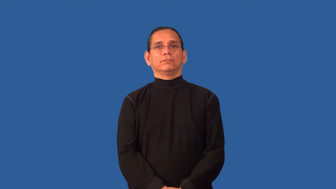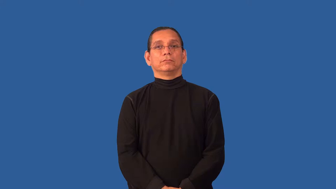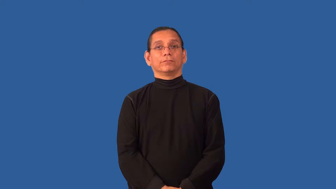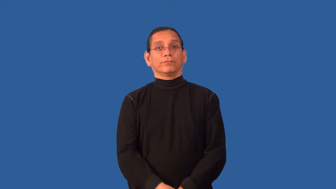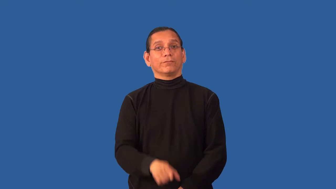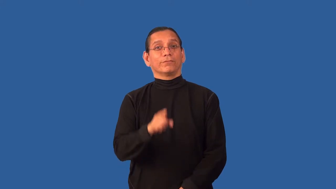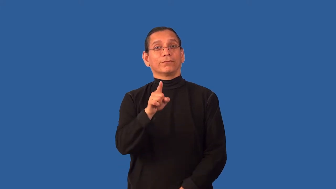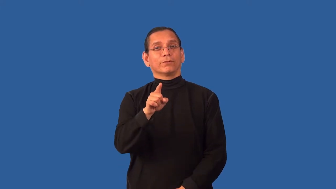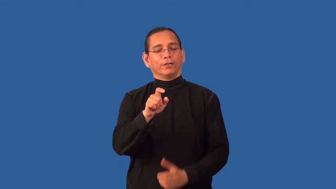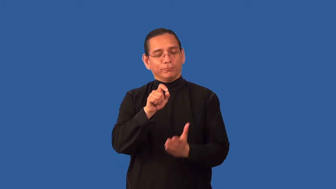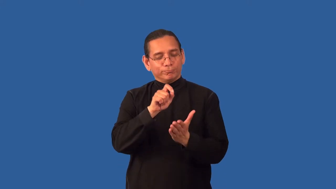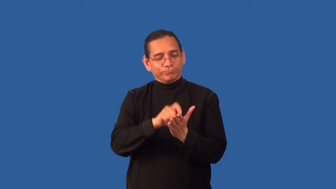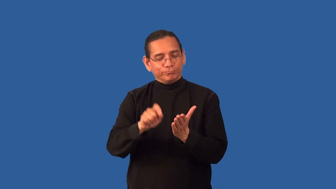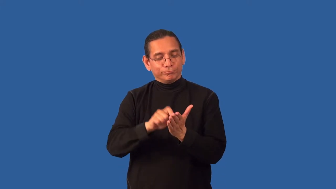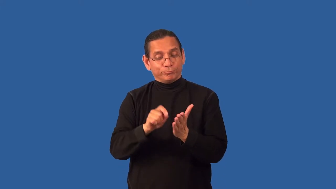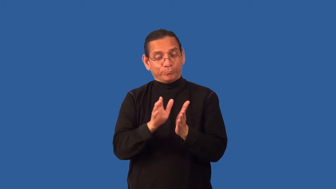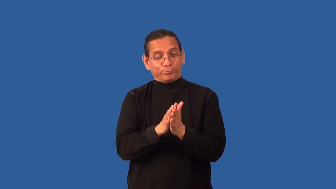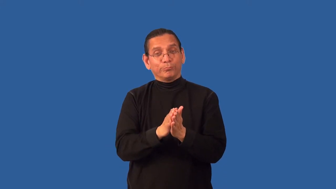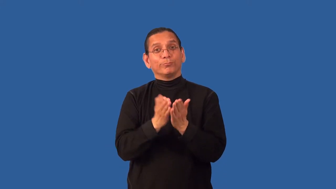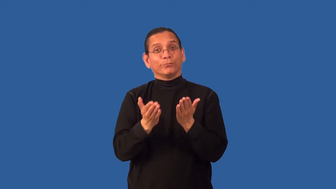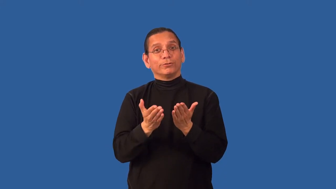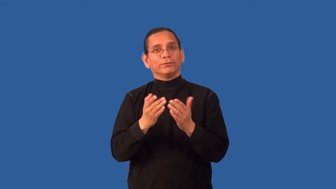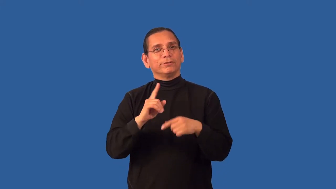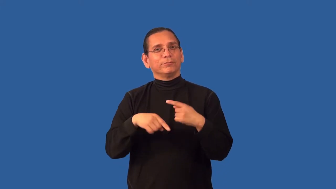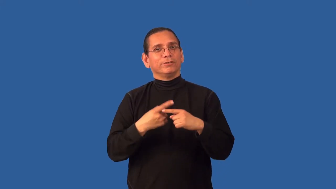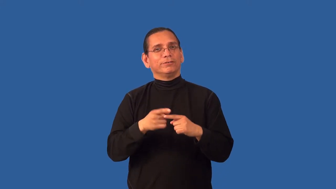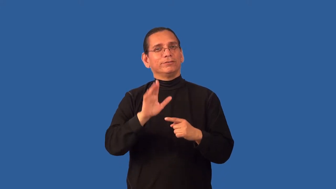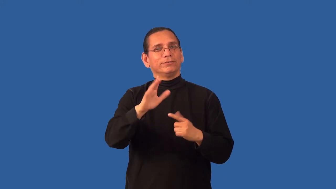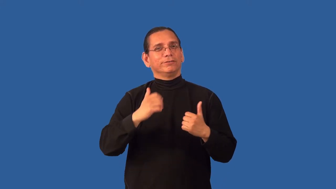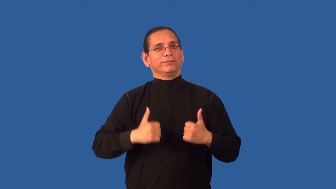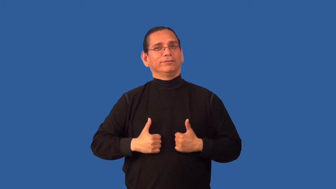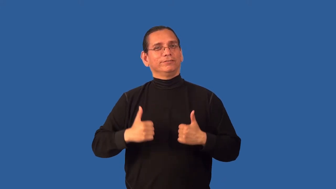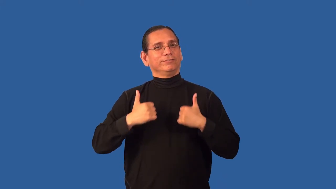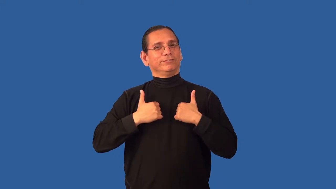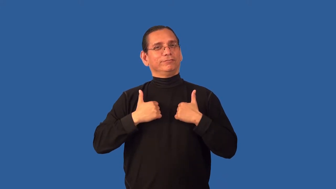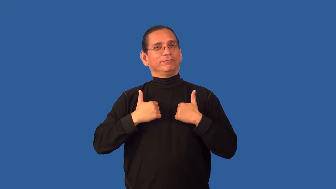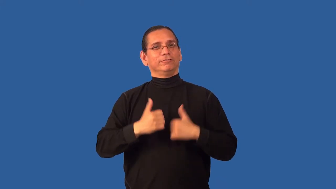autobiography